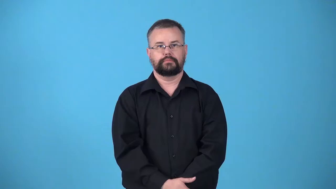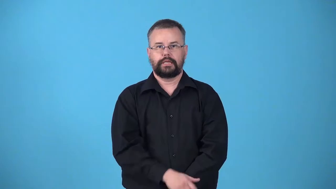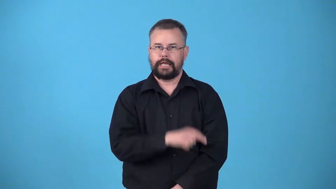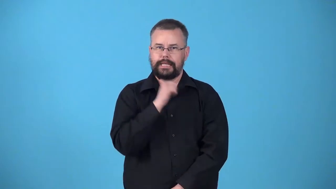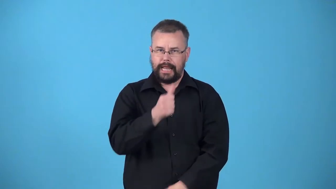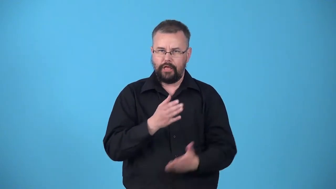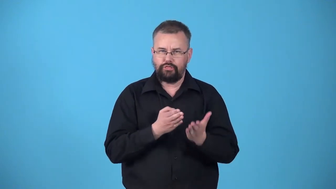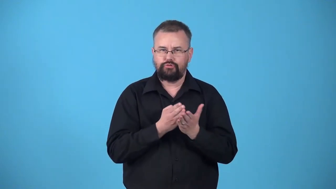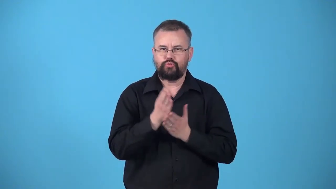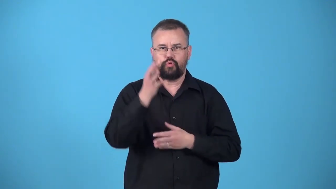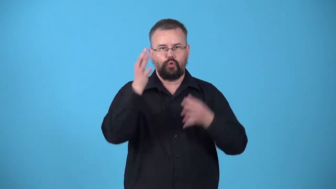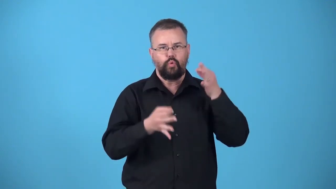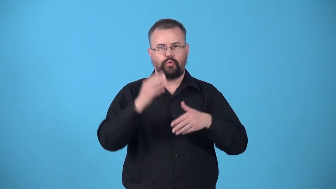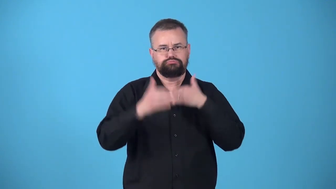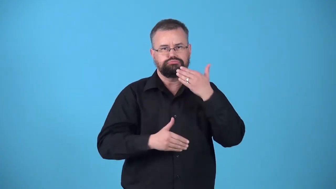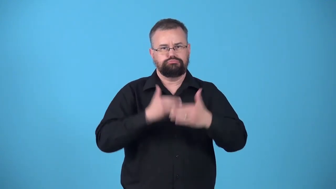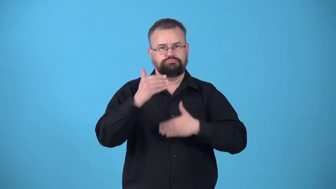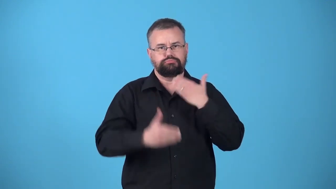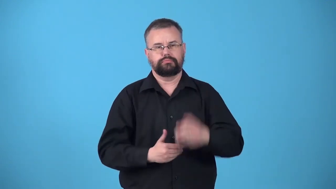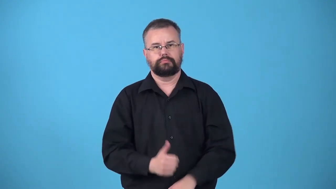untried-court